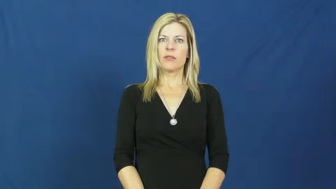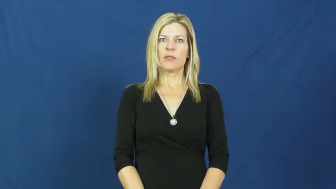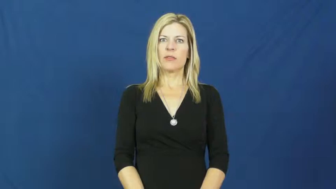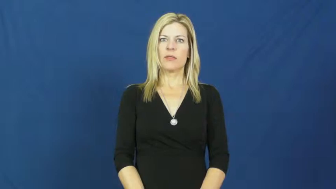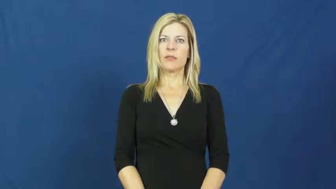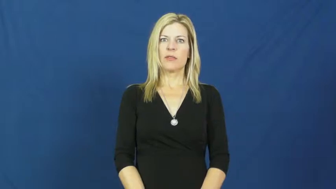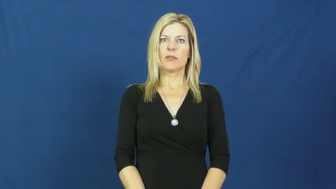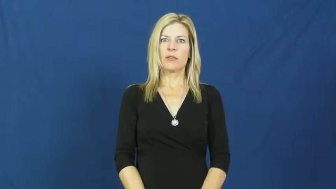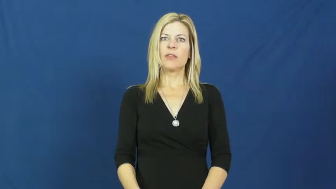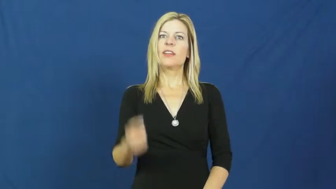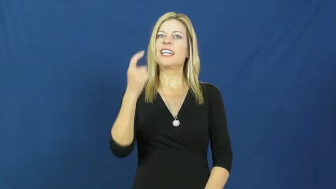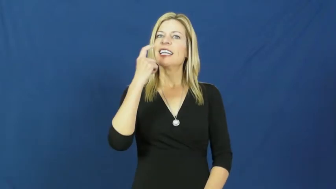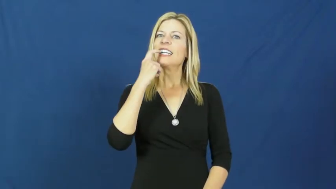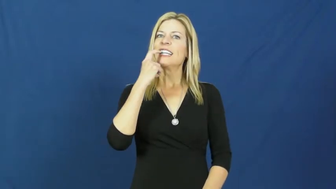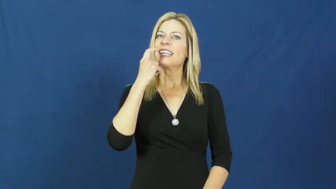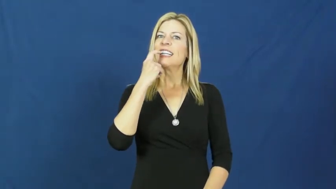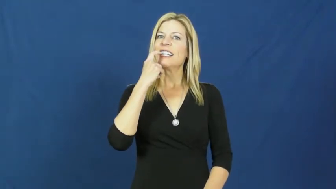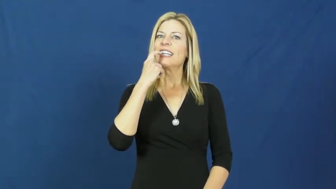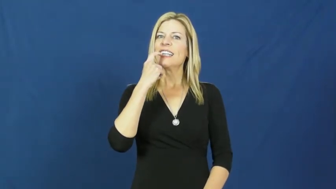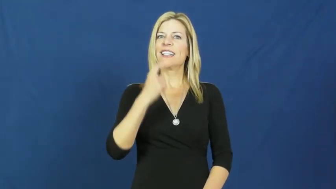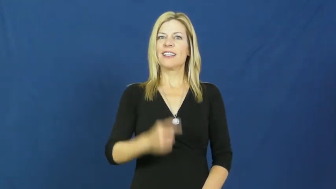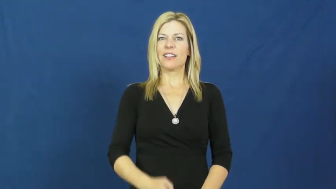glass,vitreous-pane